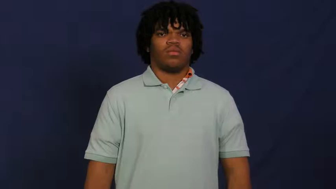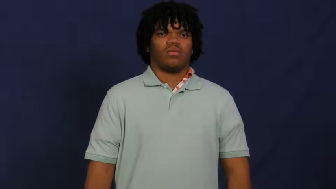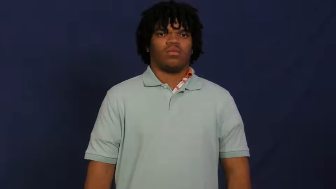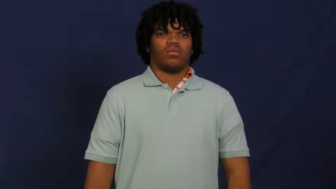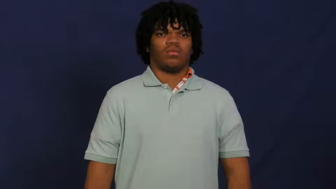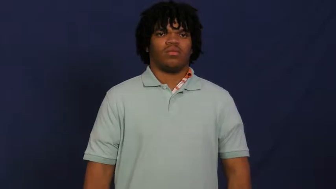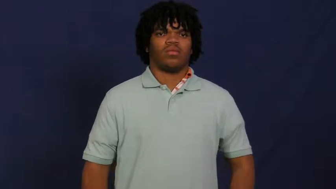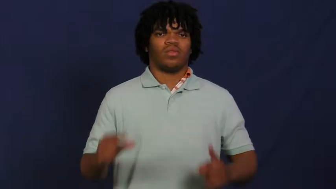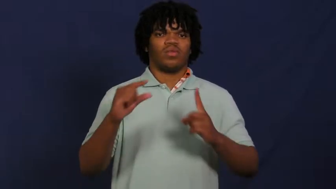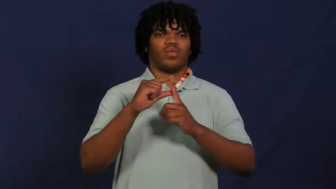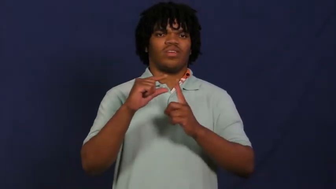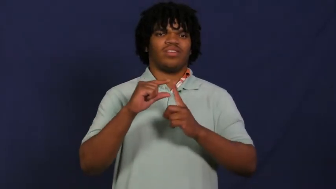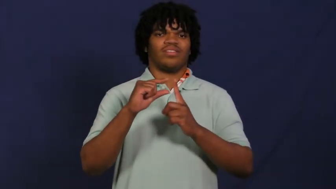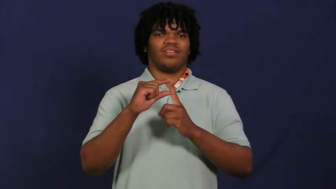word,lexical